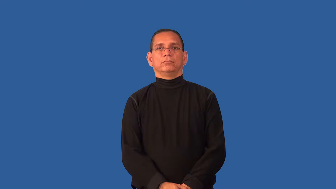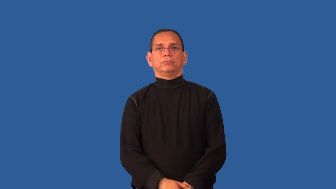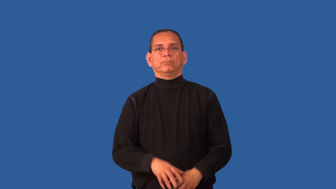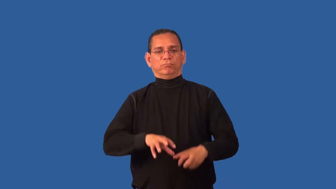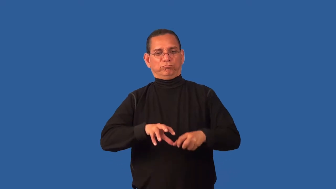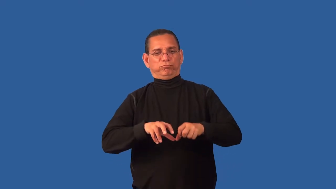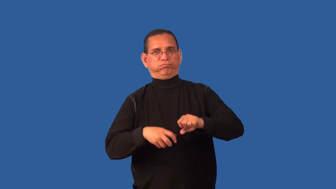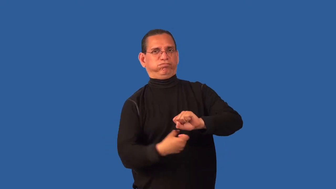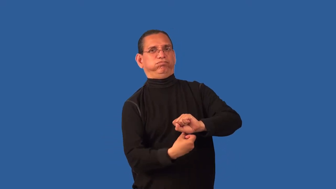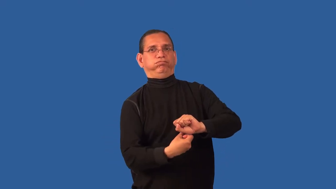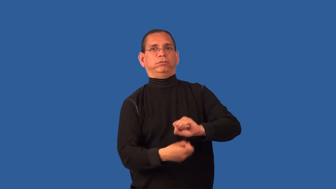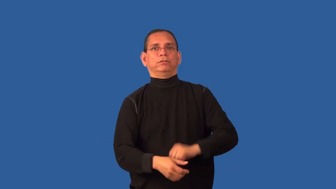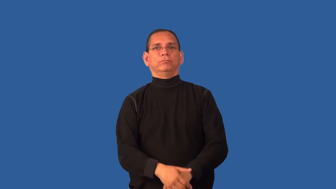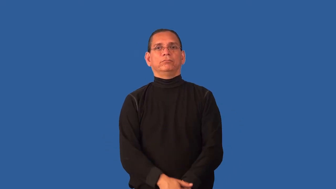wring-squeeze